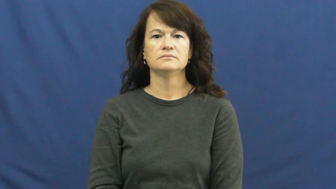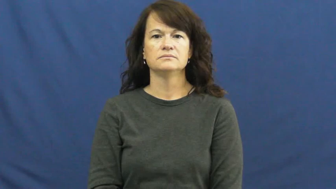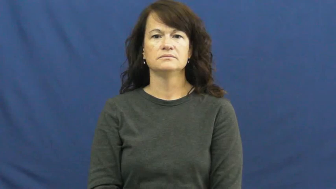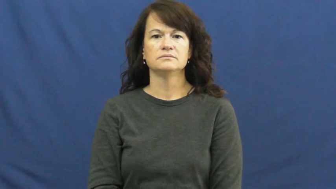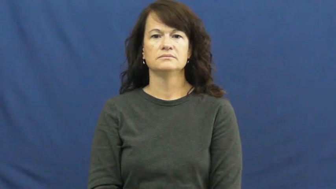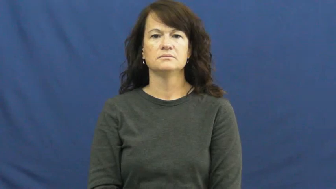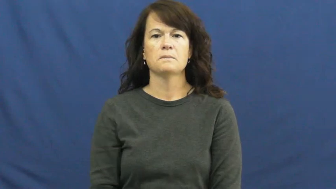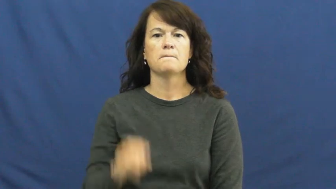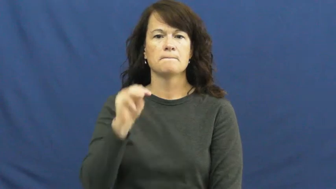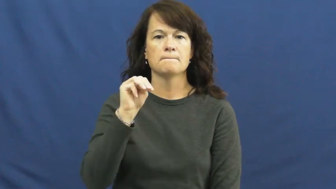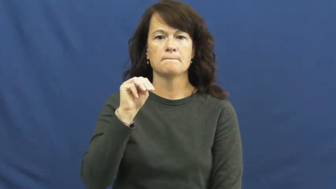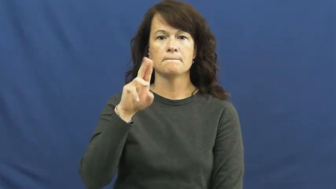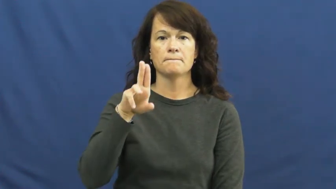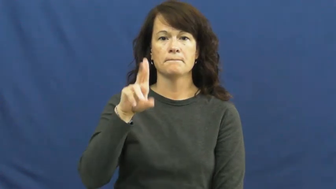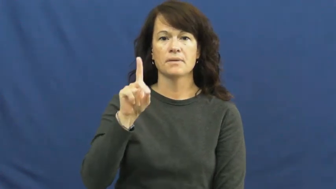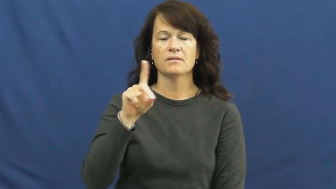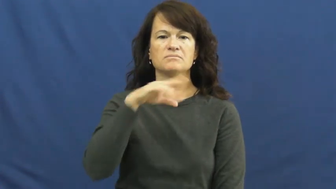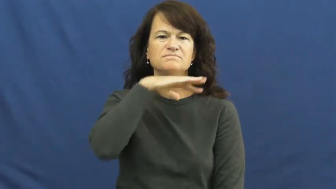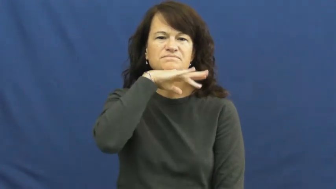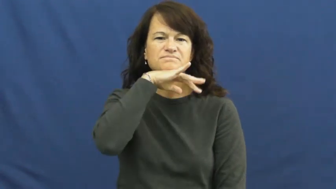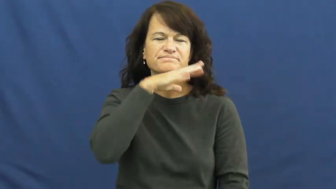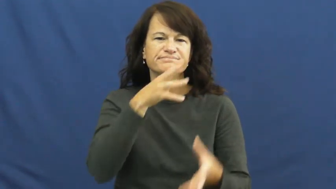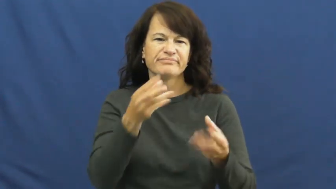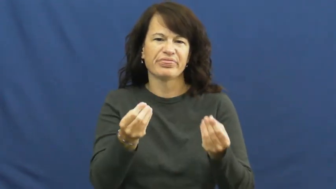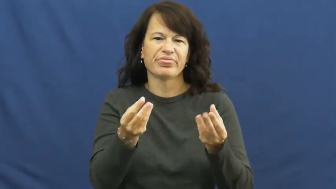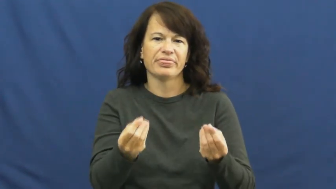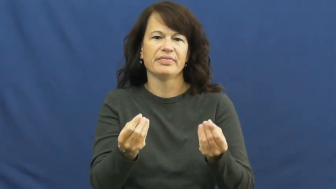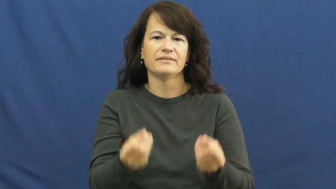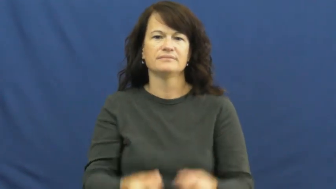mud,muddy